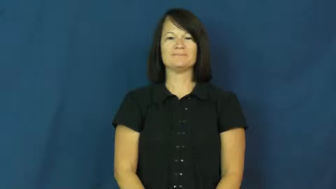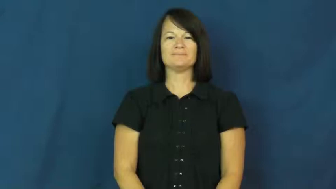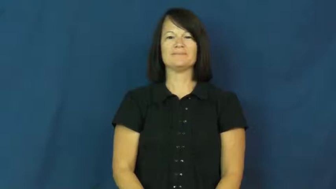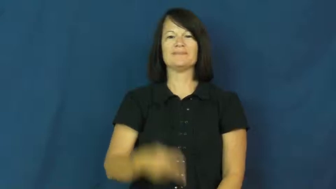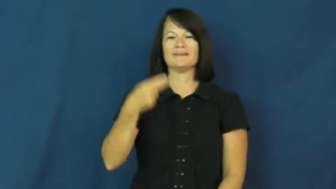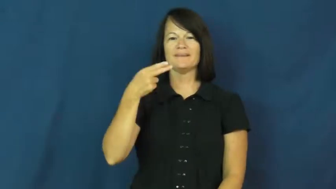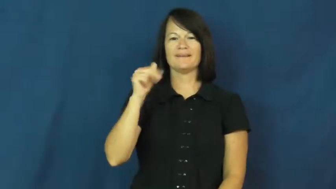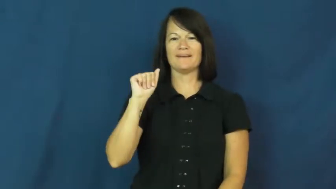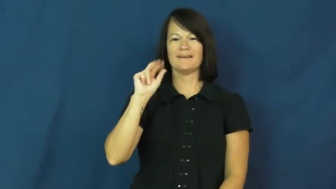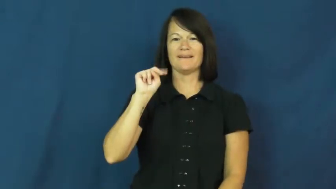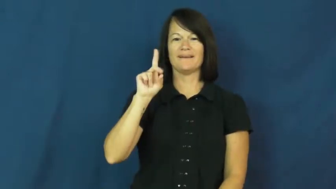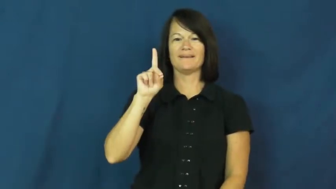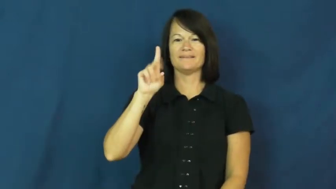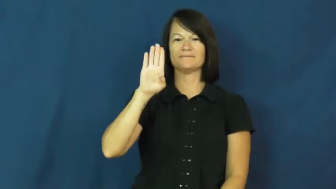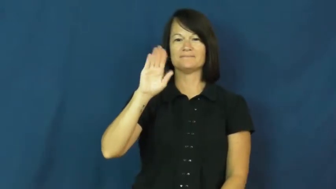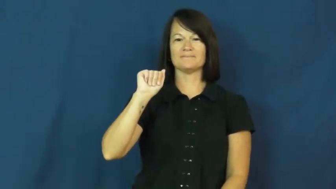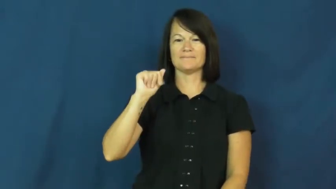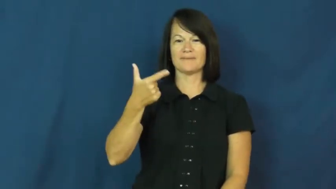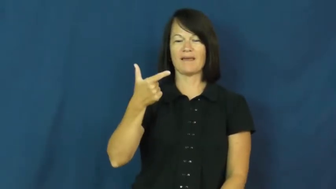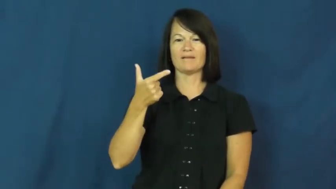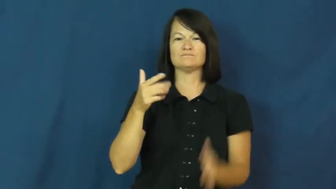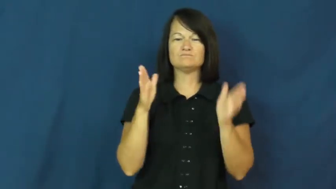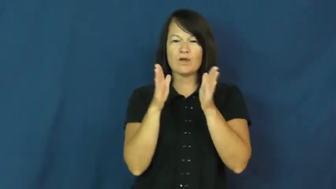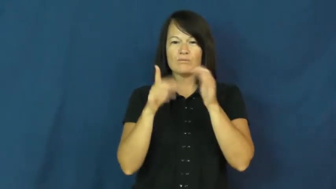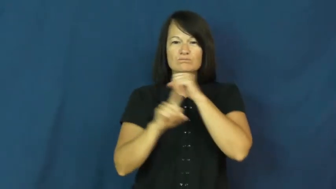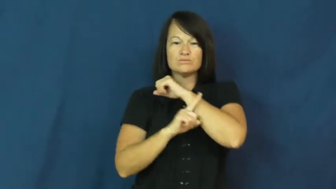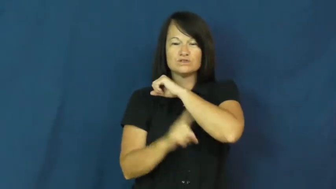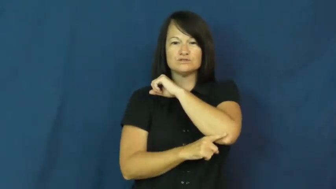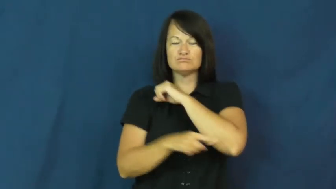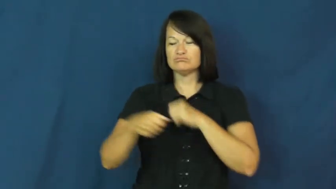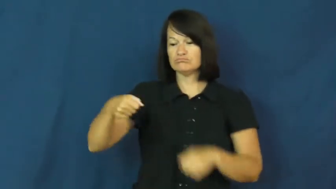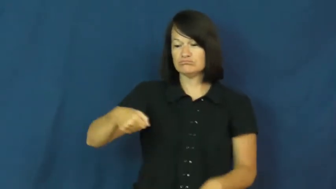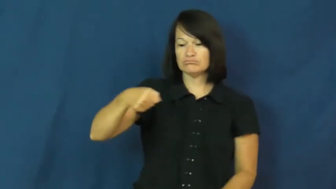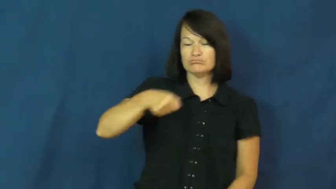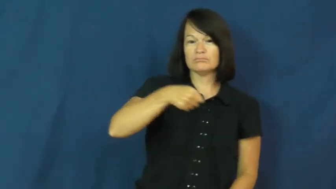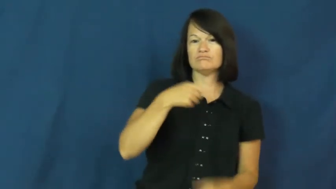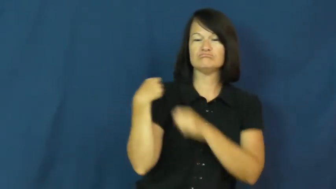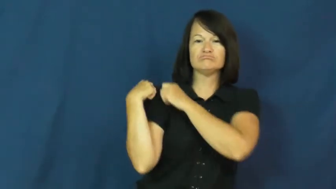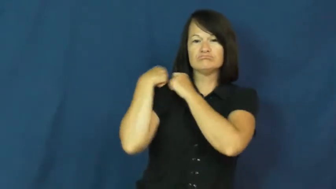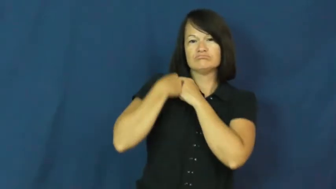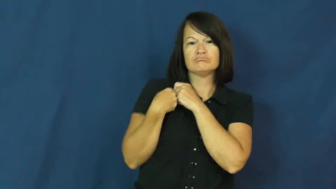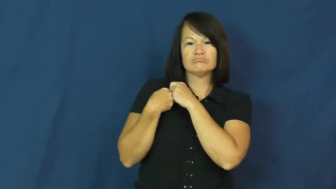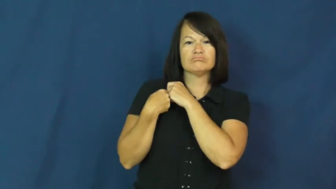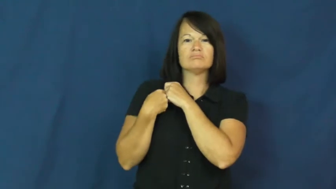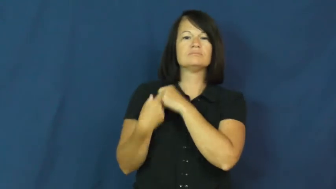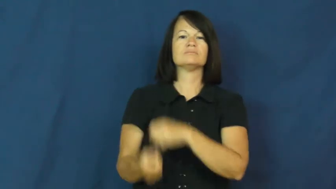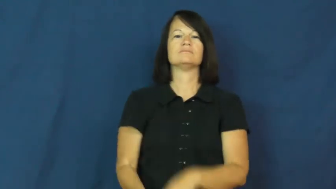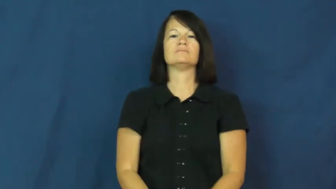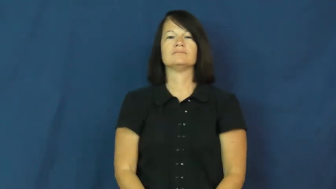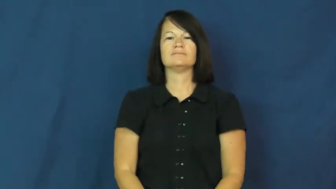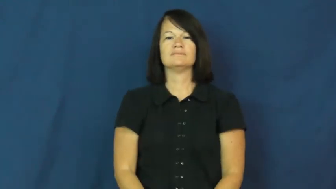handbag